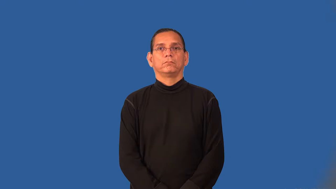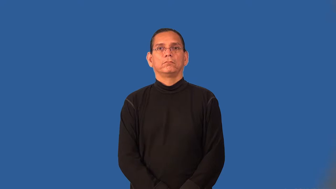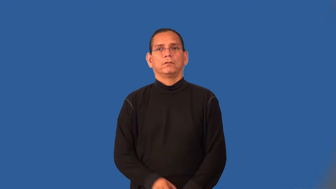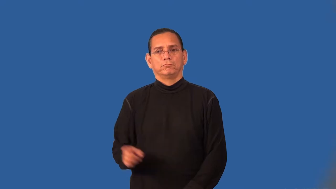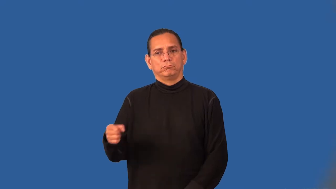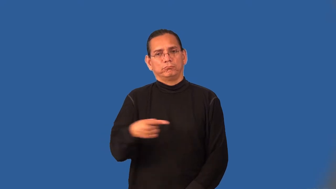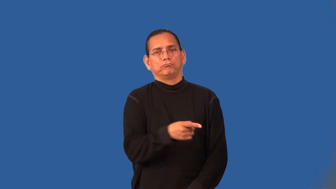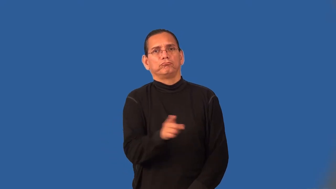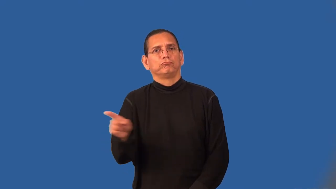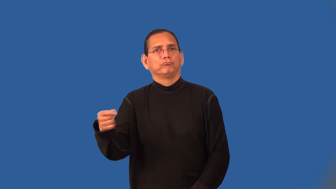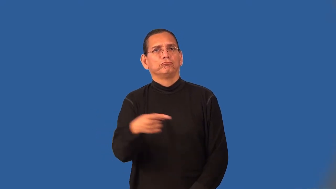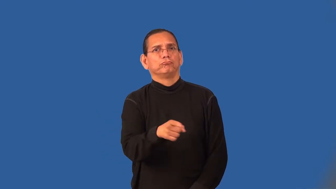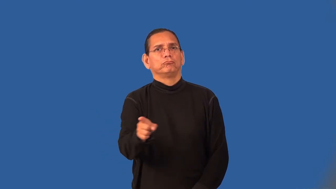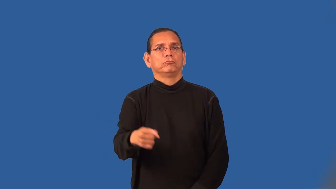wind,windy-curvy